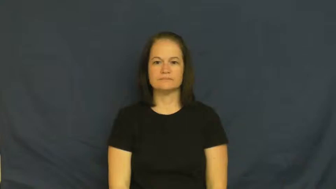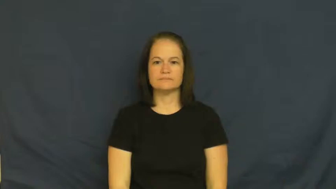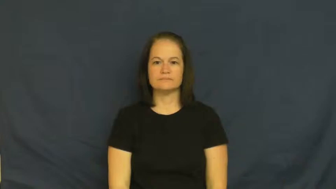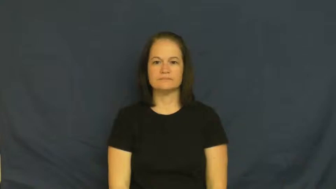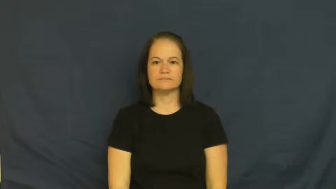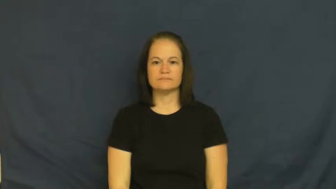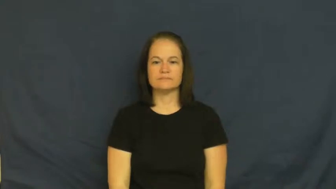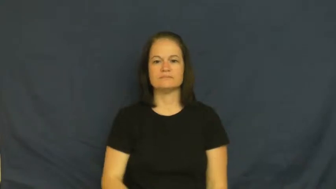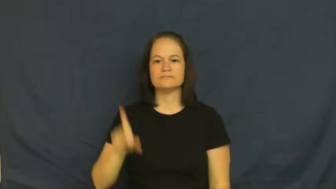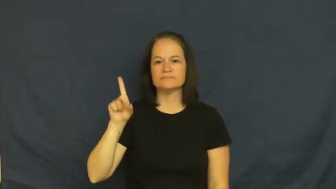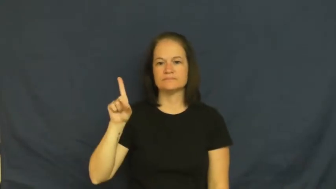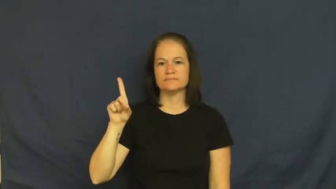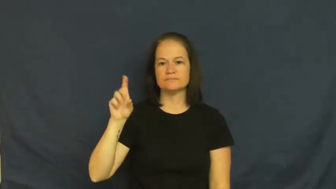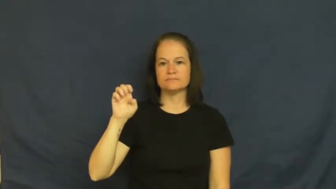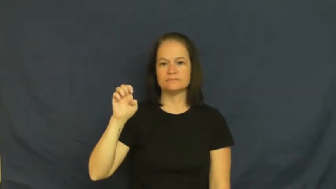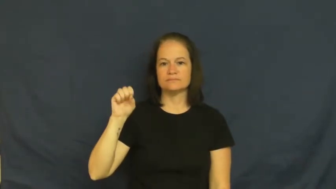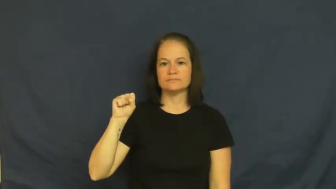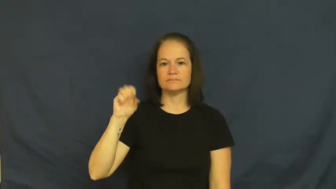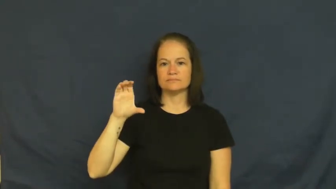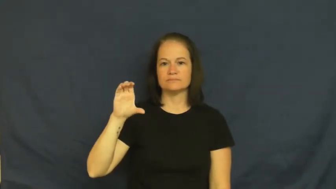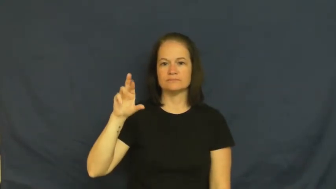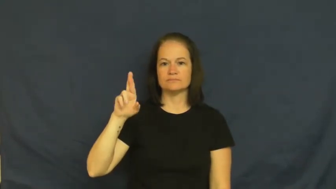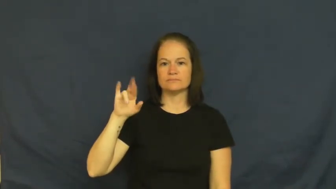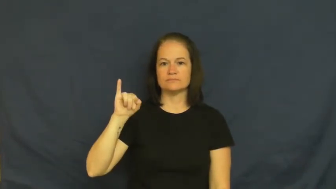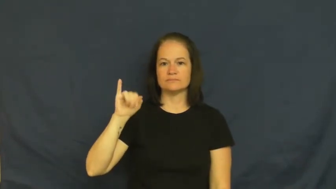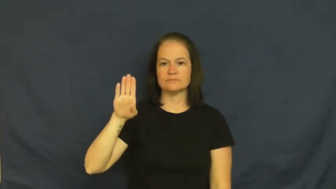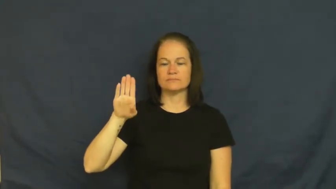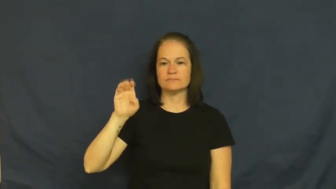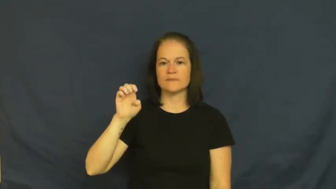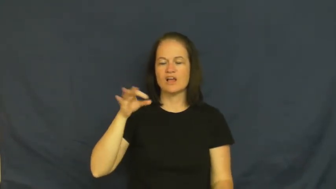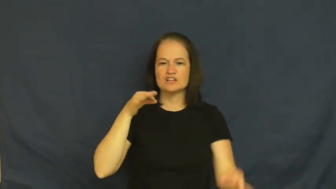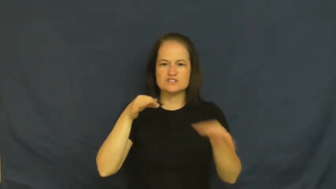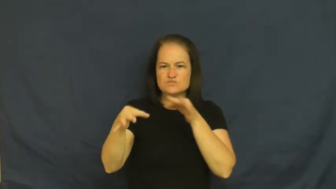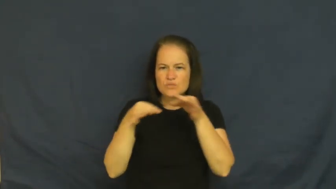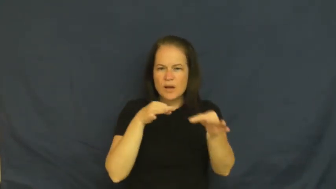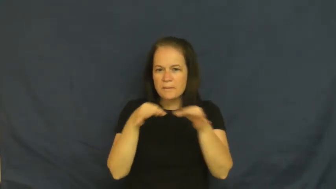describe